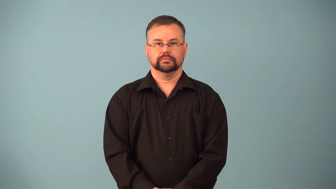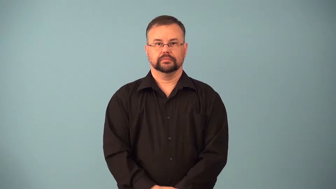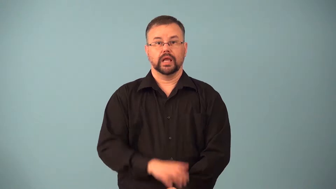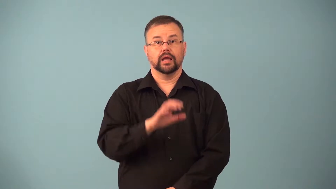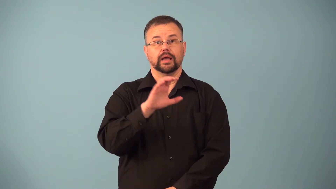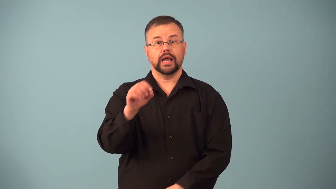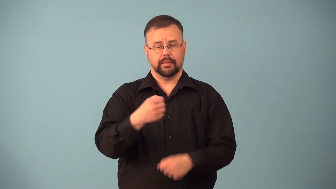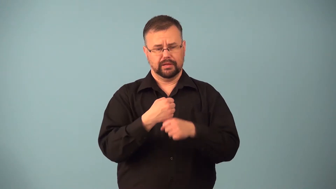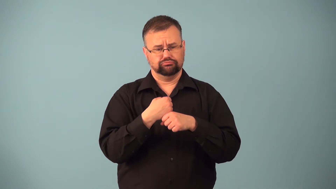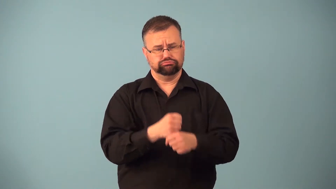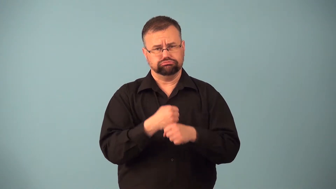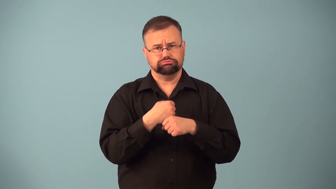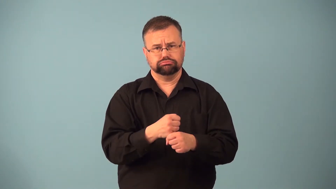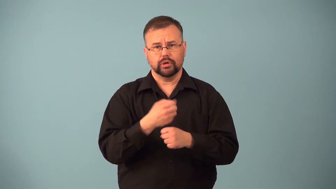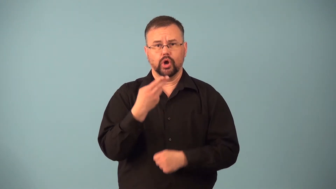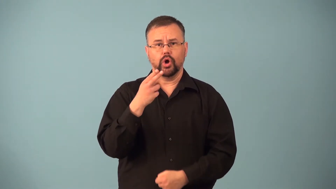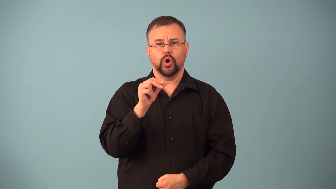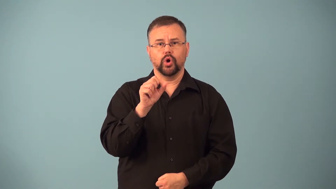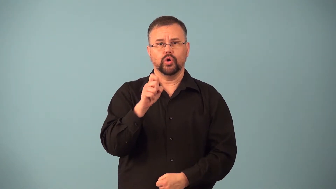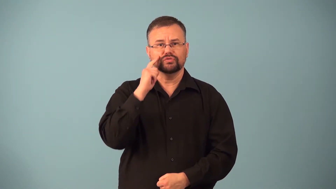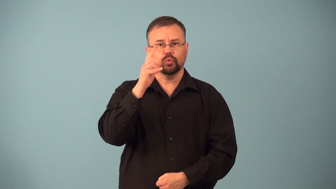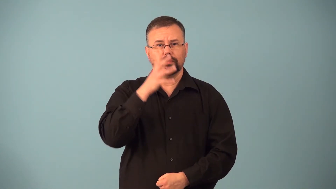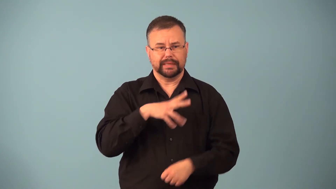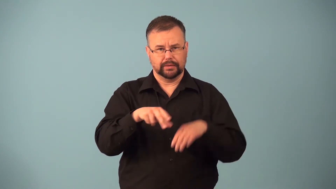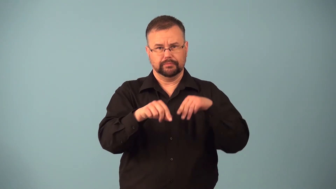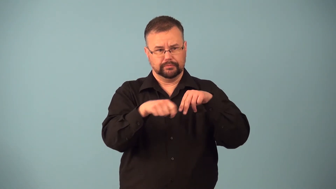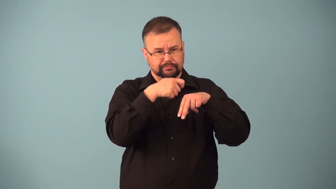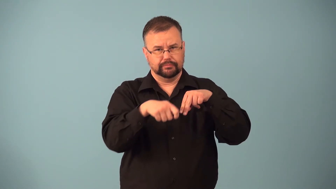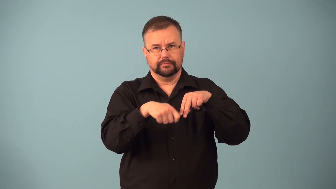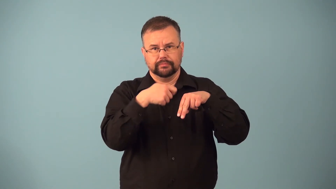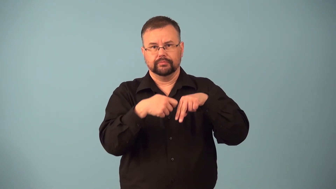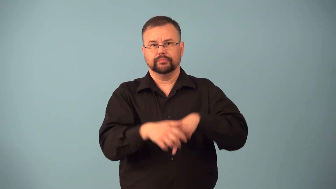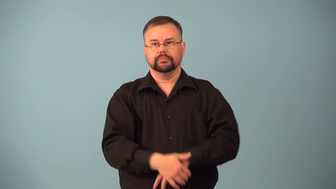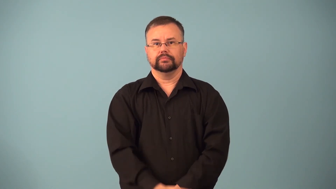hosier